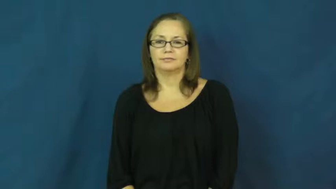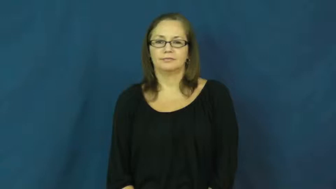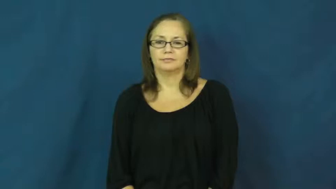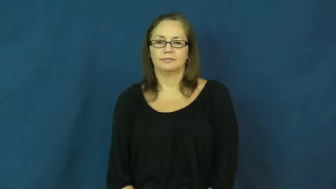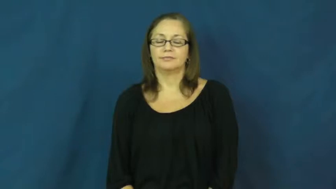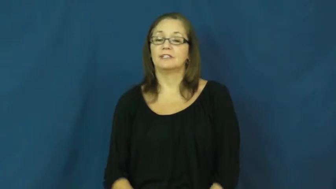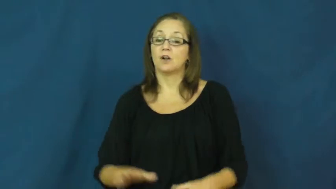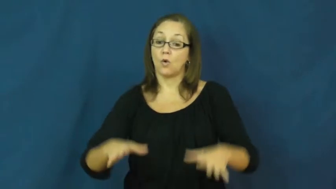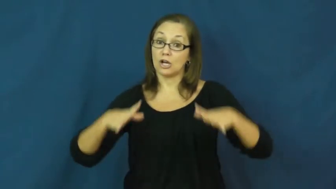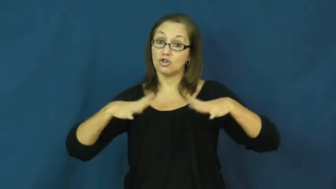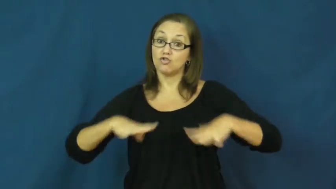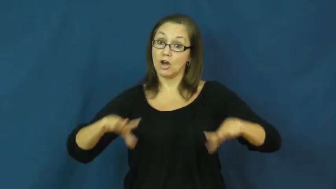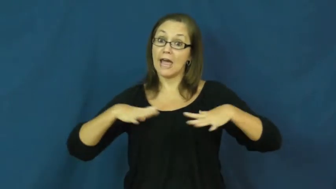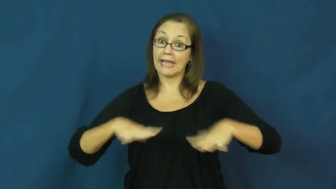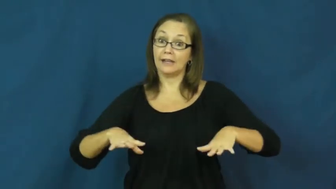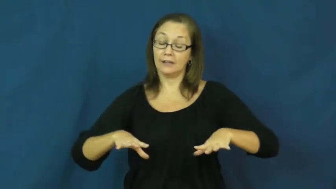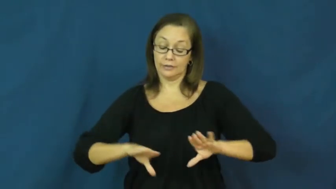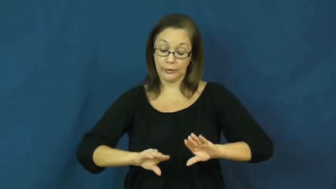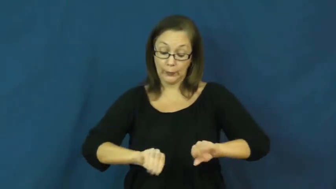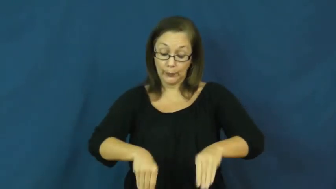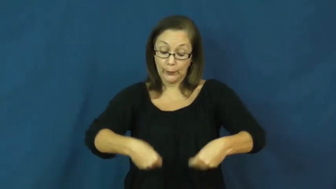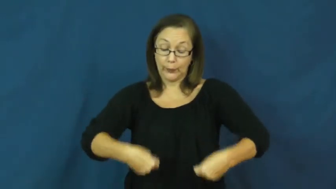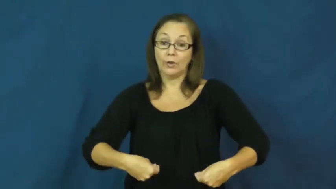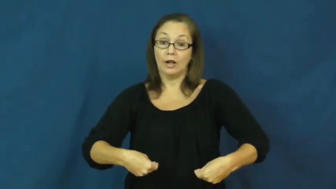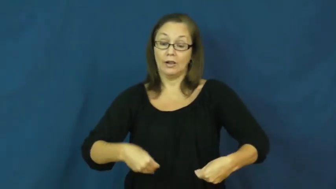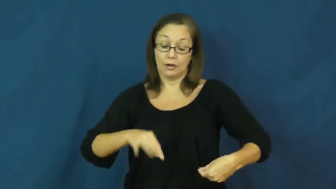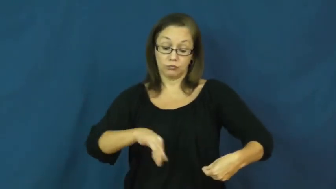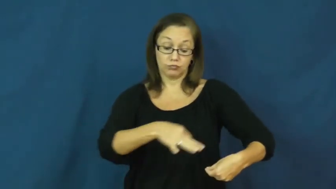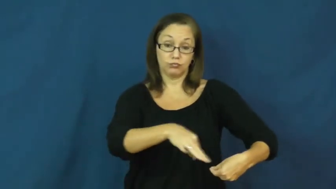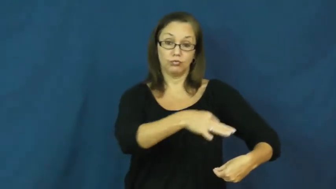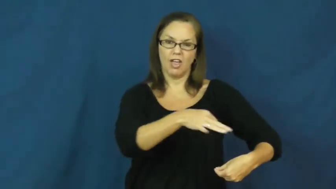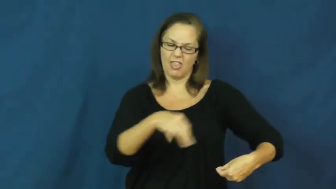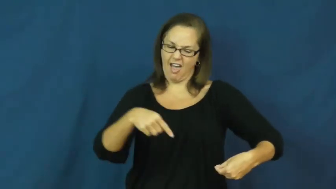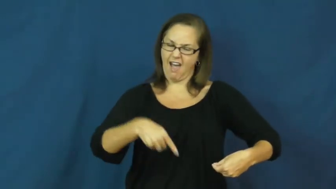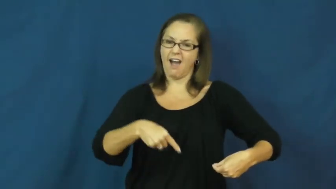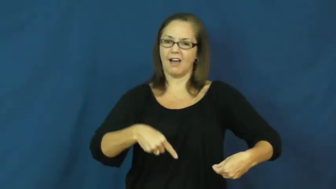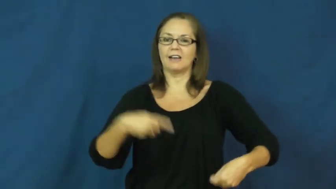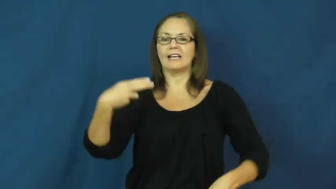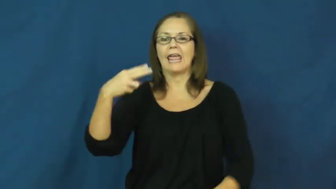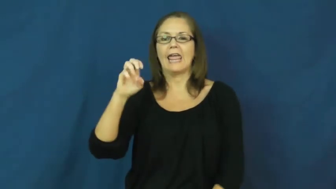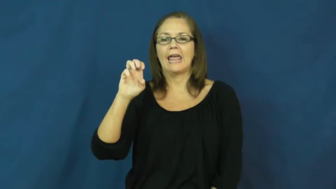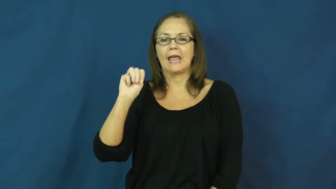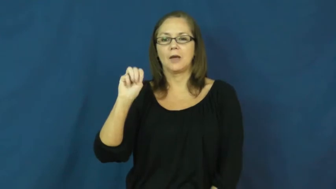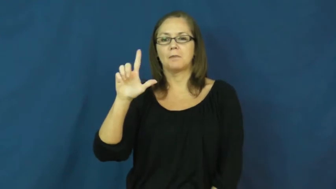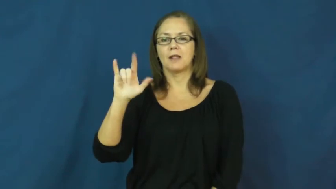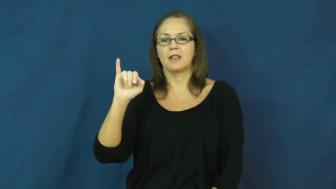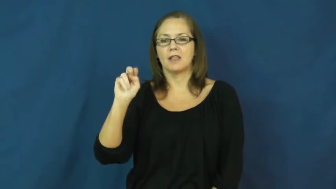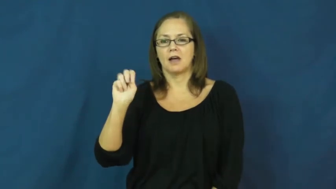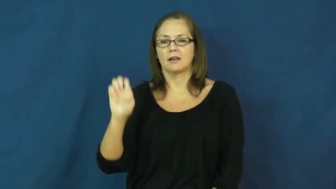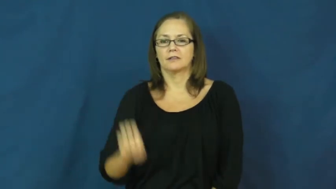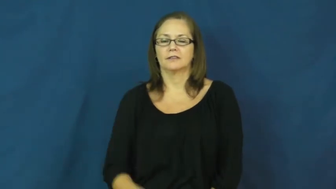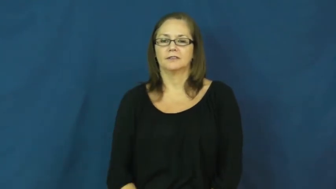hem